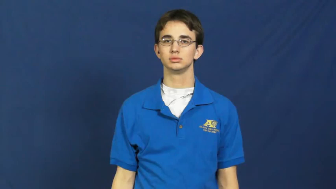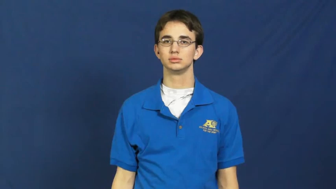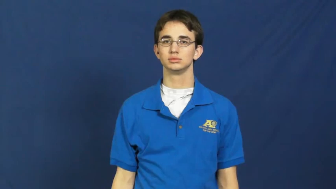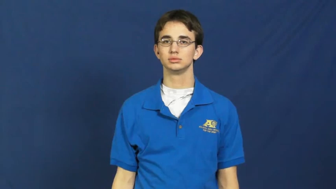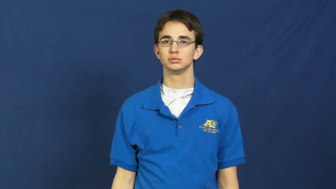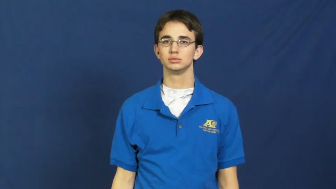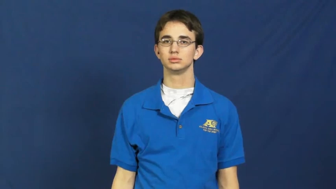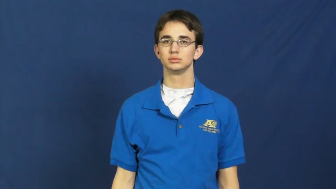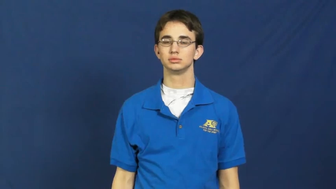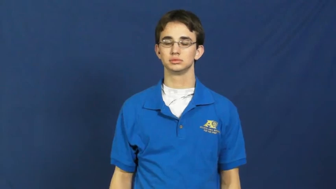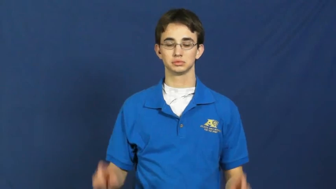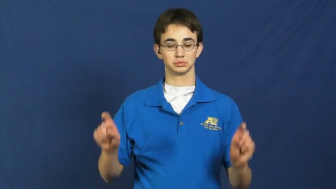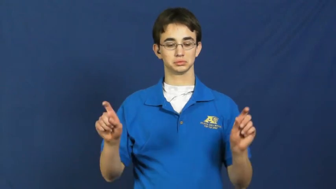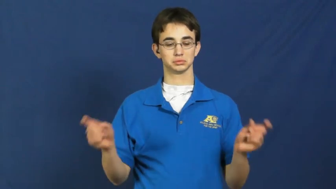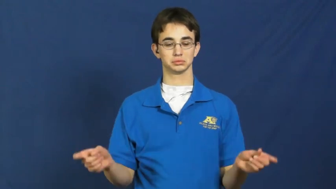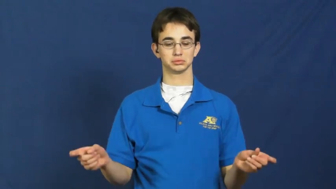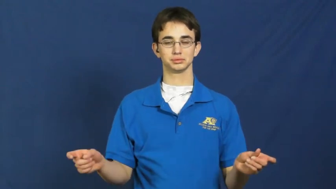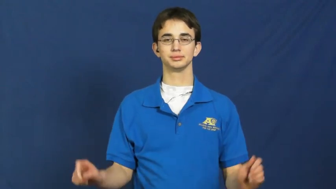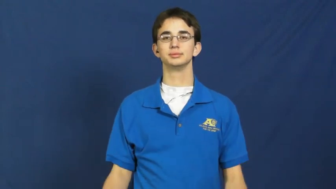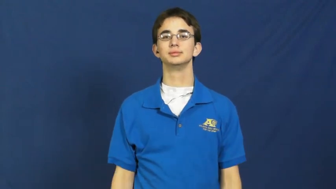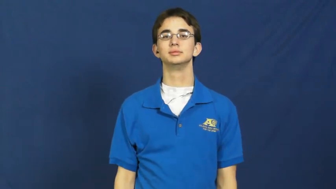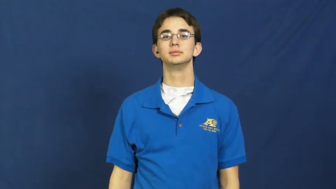parenthesis,bracket,braces